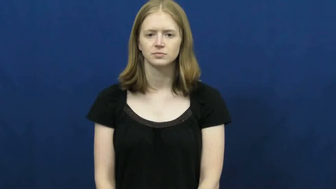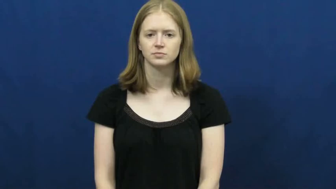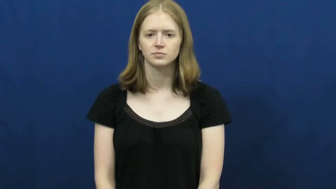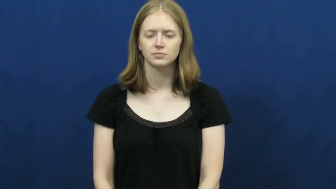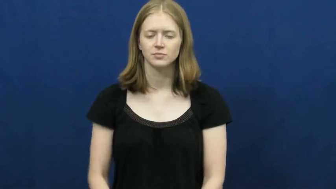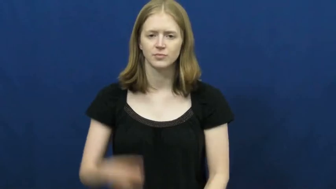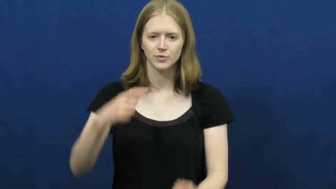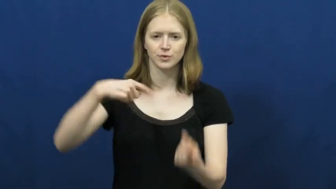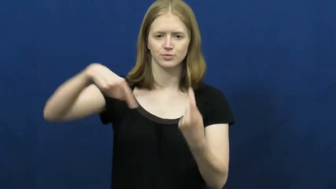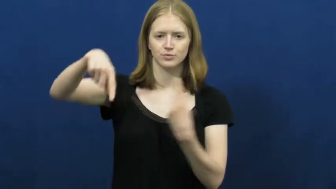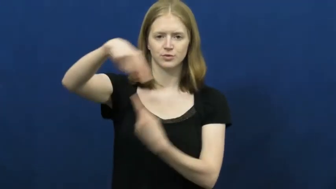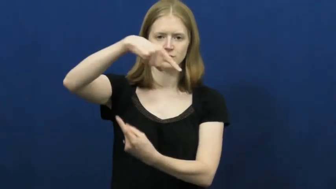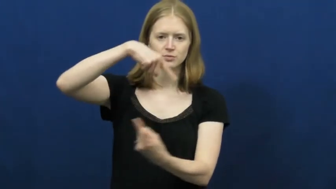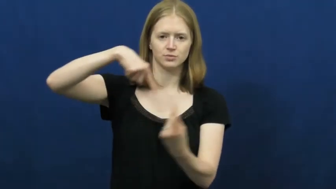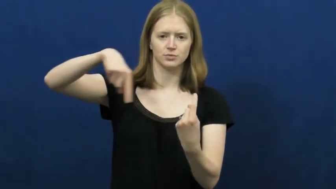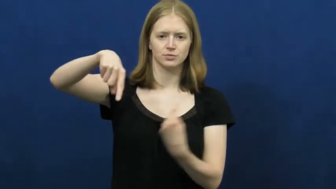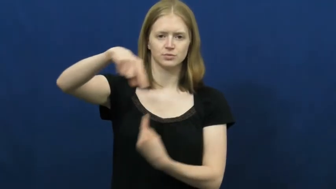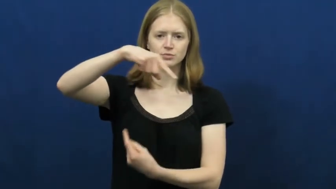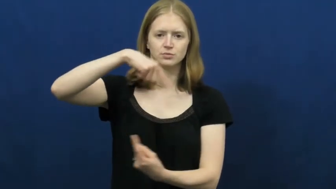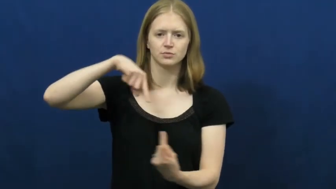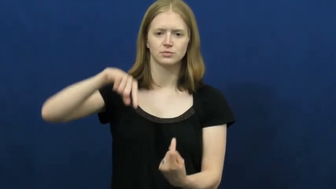turn around-revolves